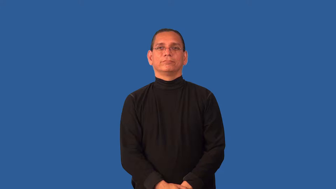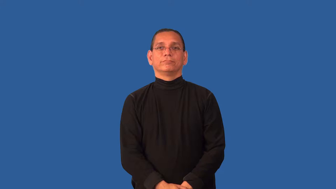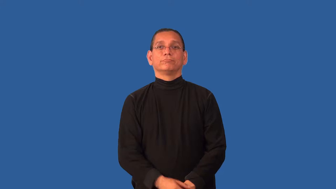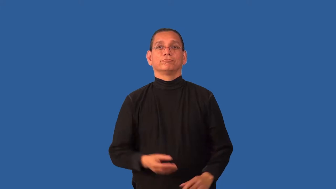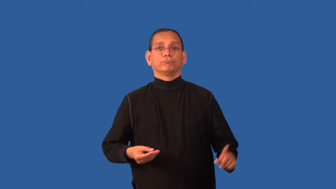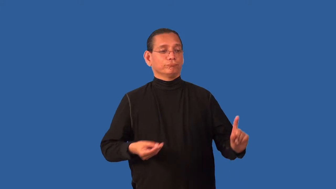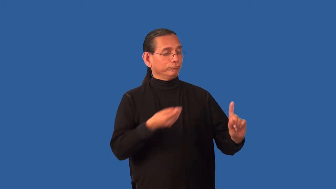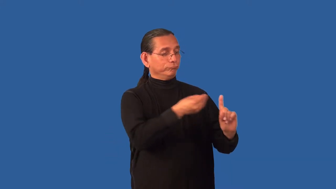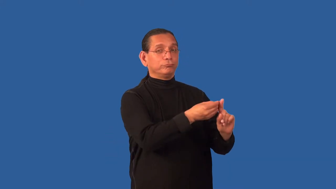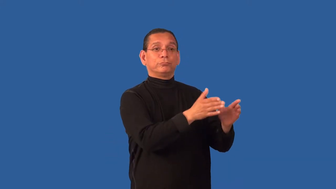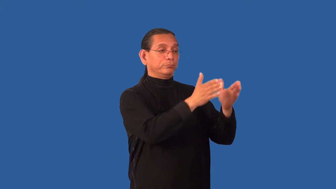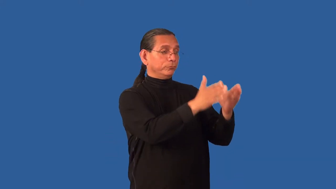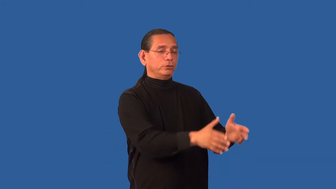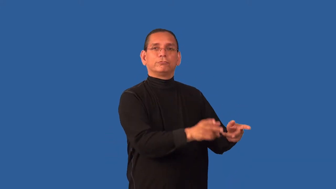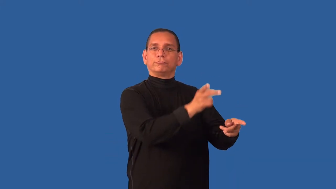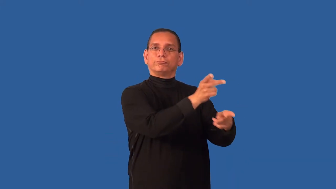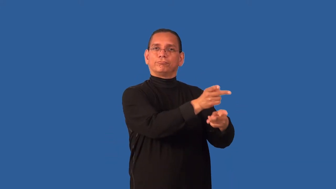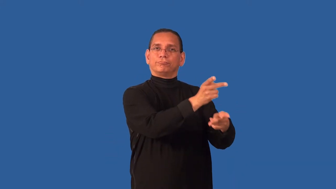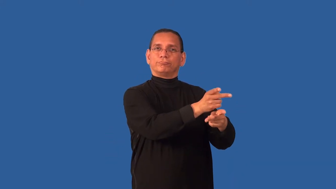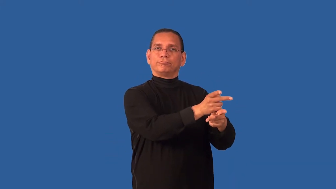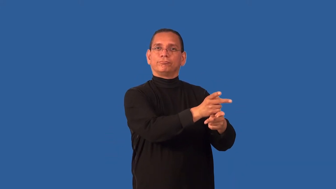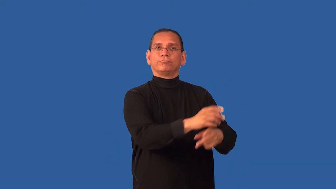consign